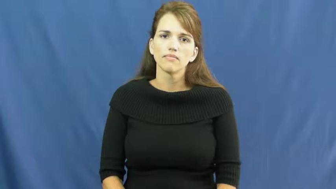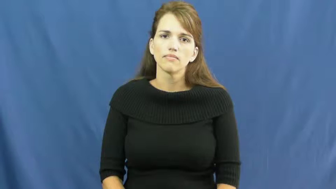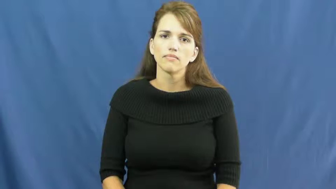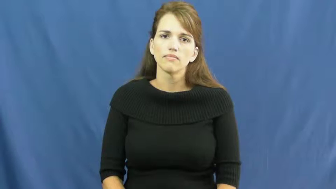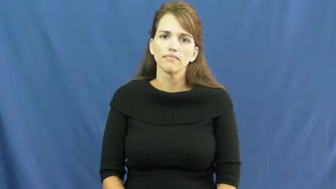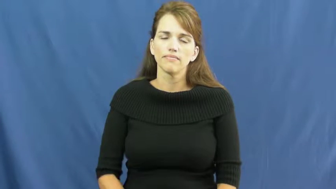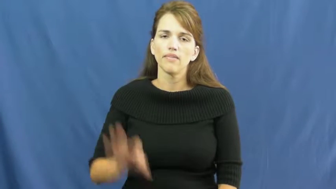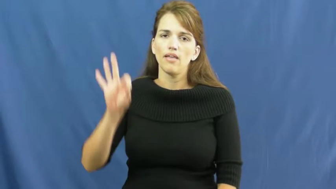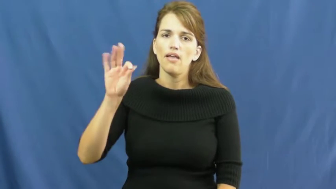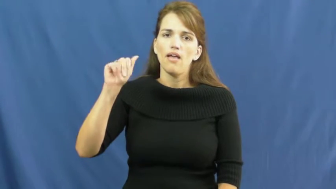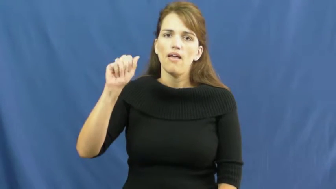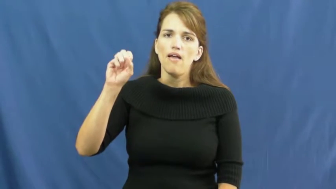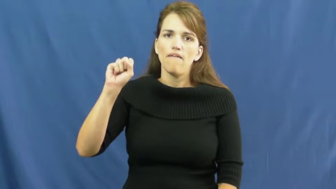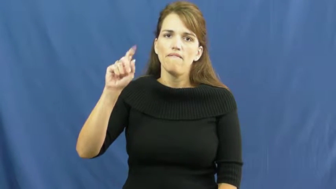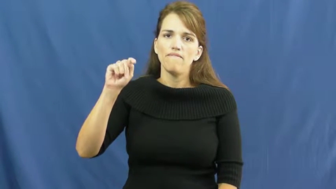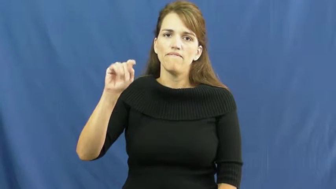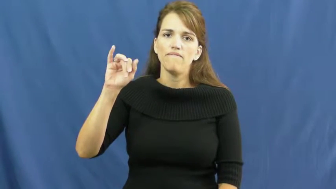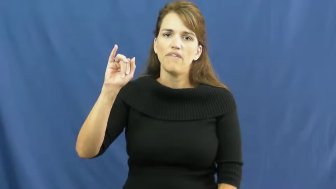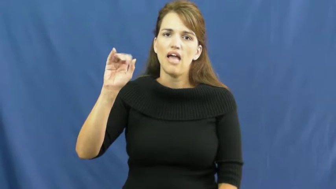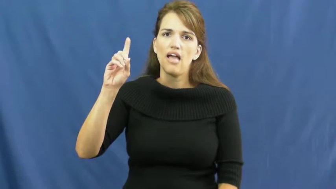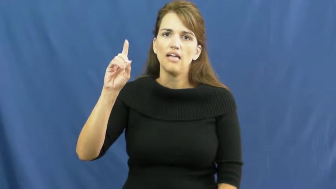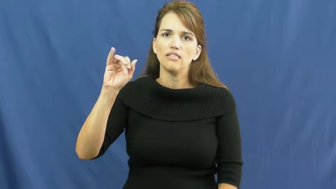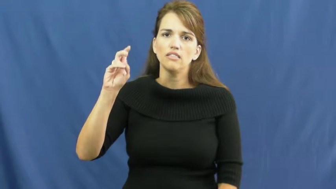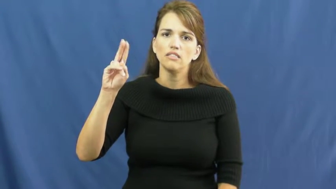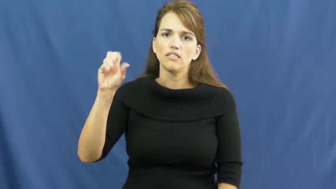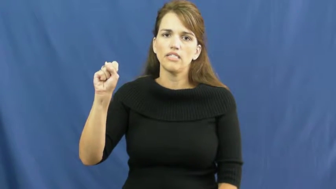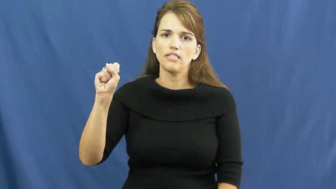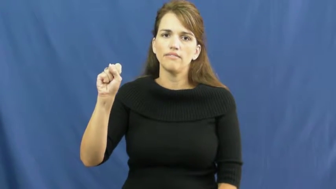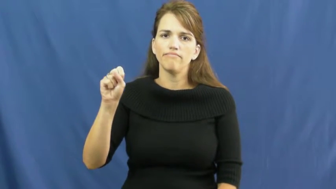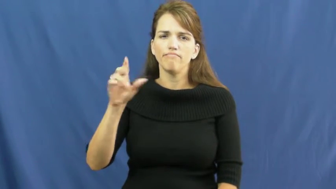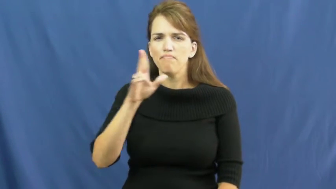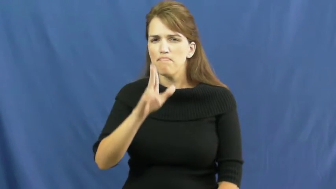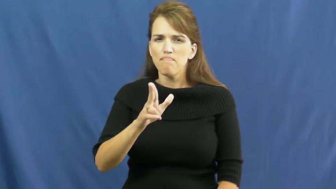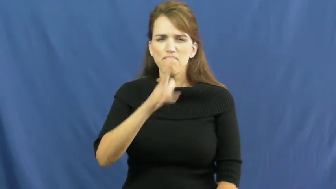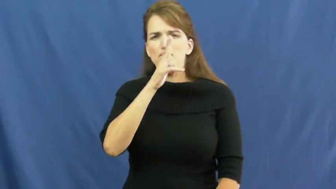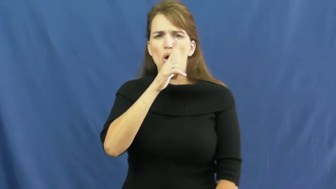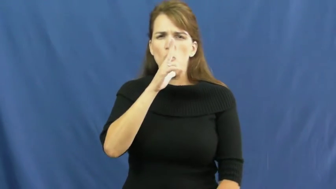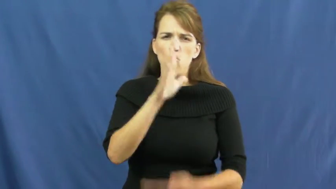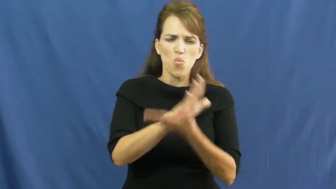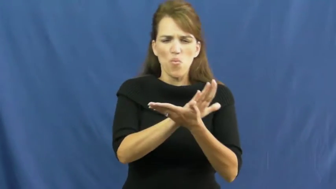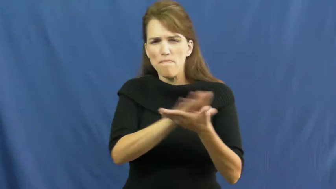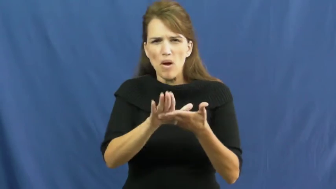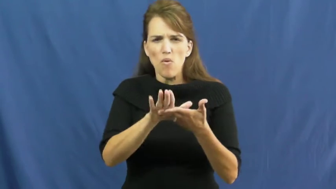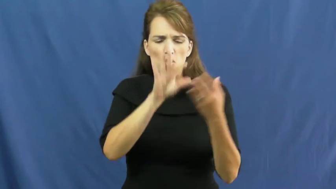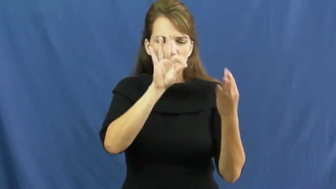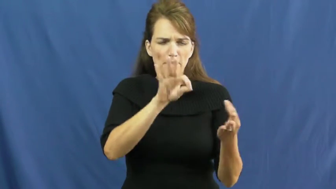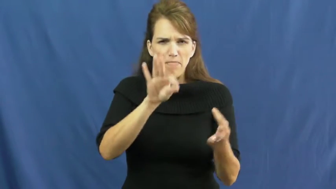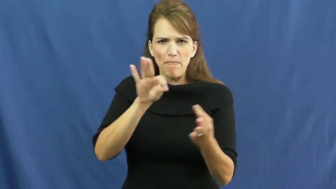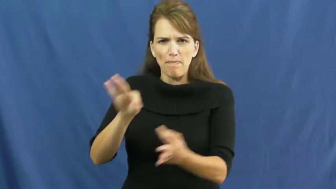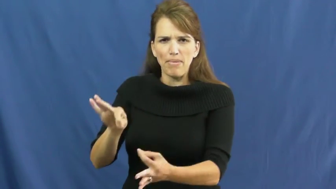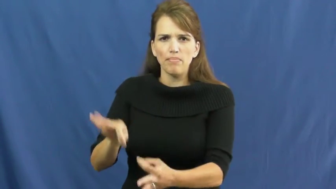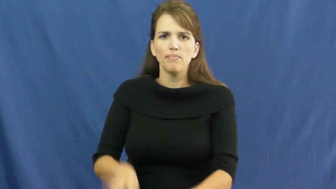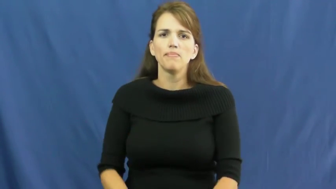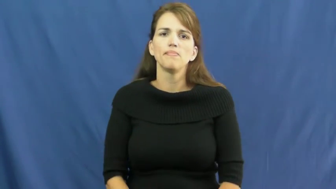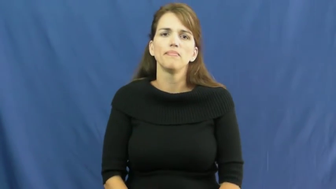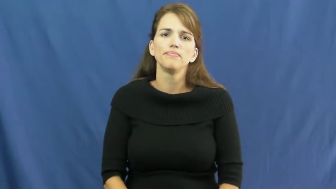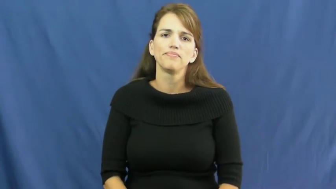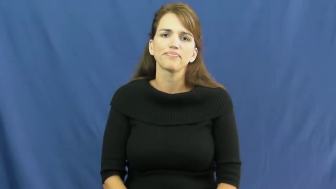fastidious